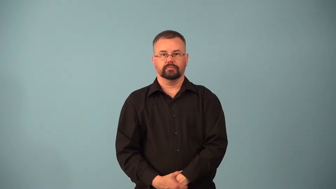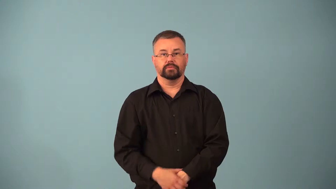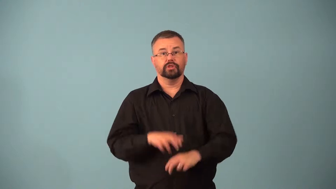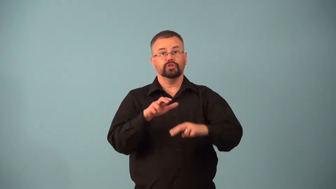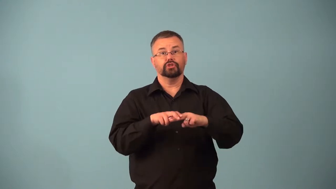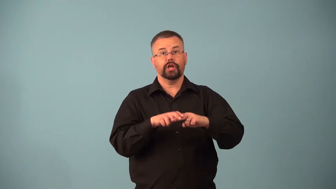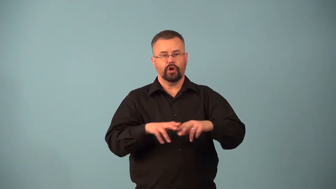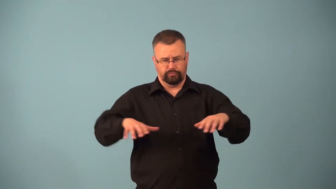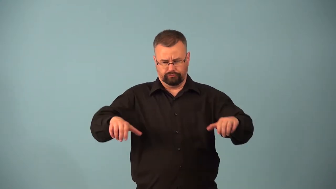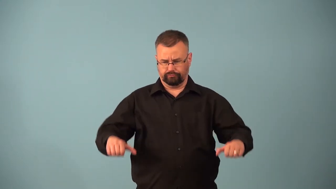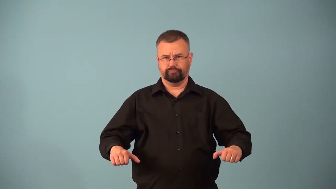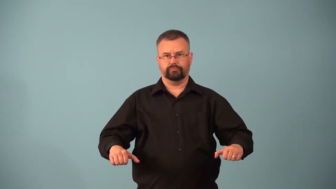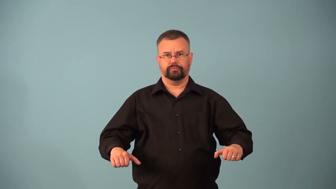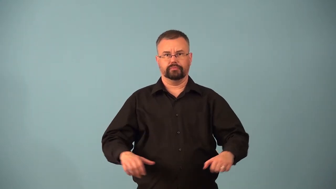arm-chair